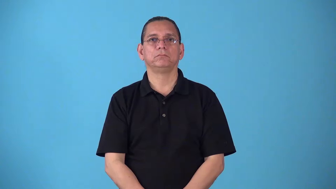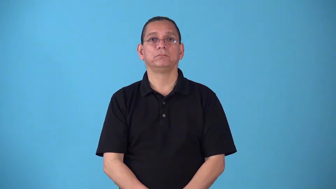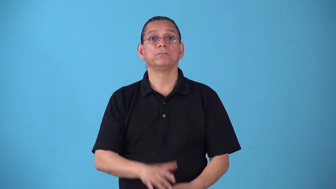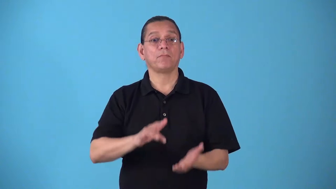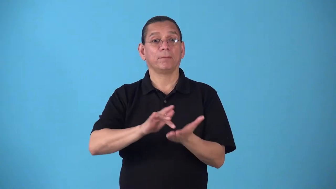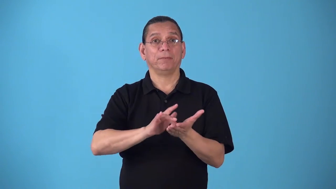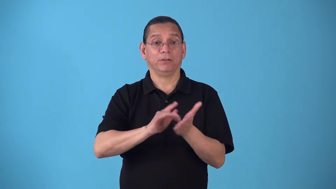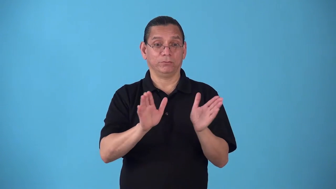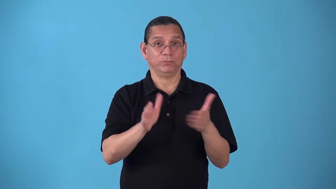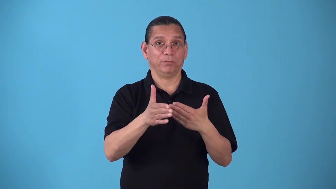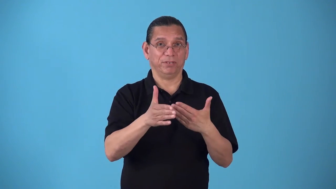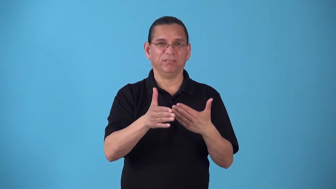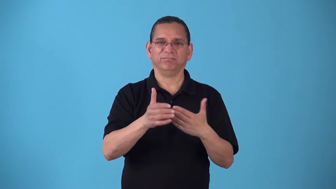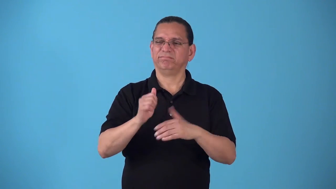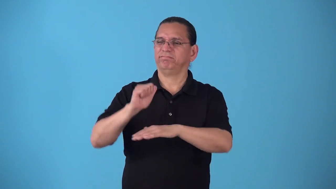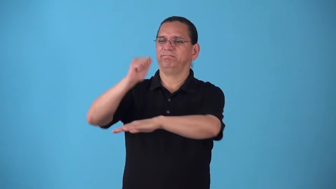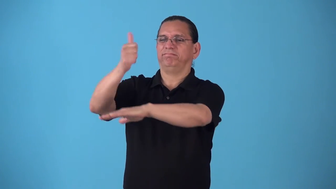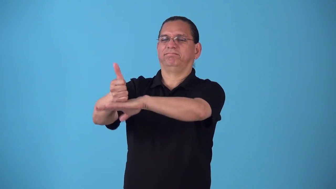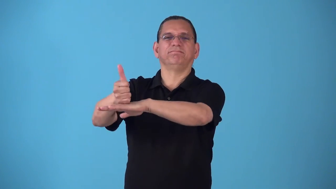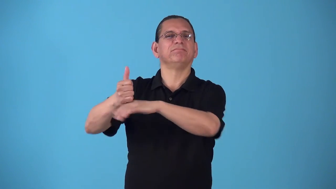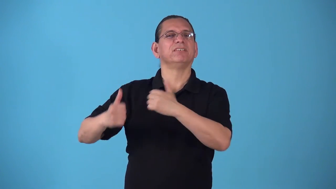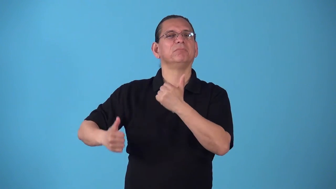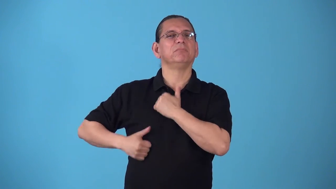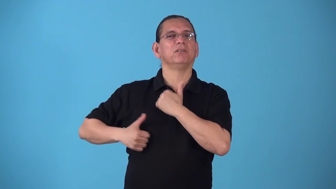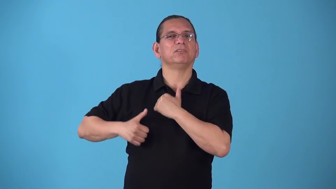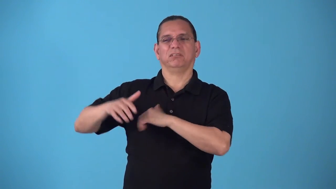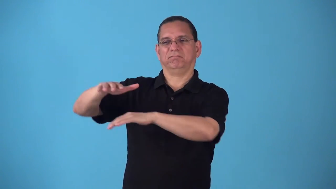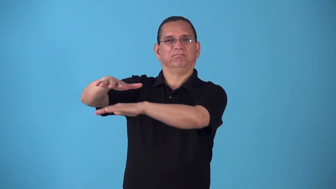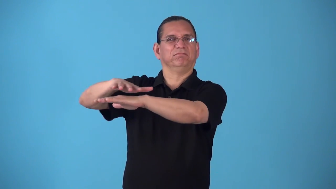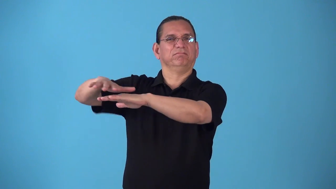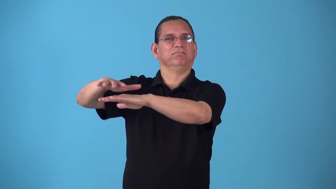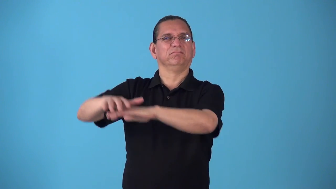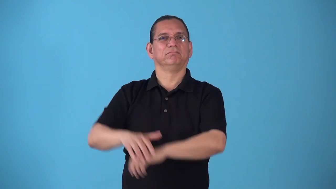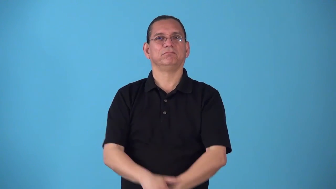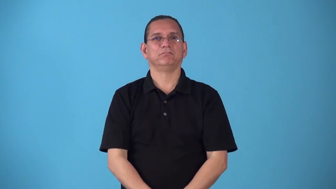sickbay